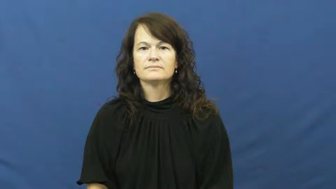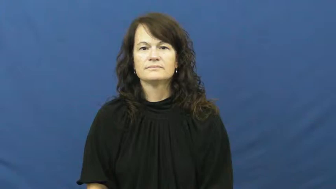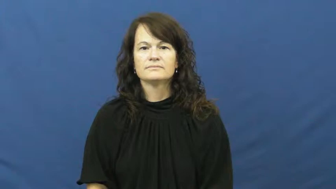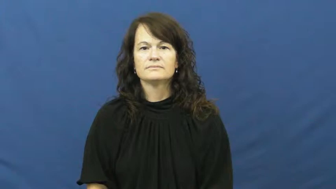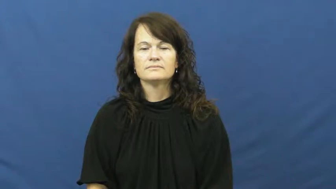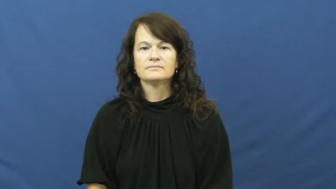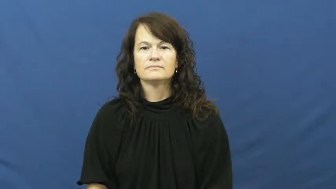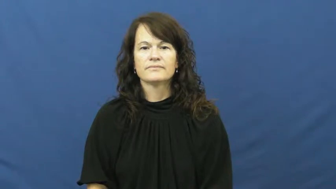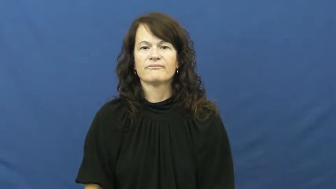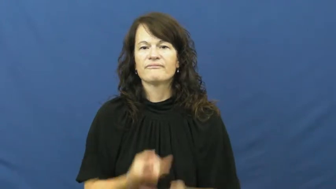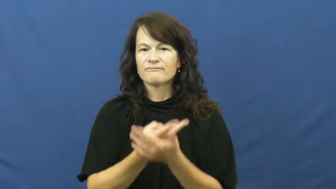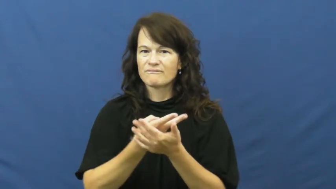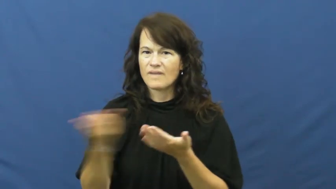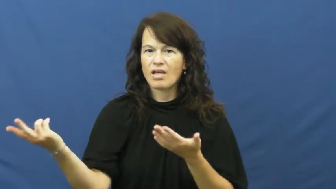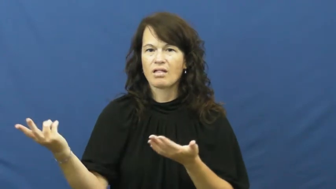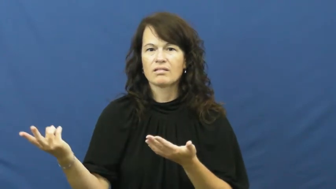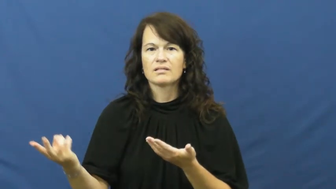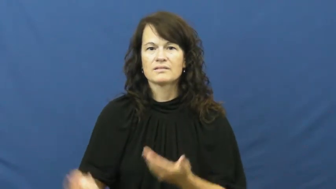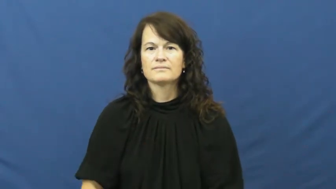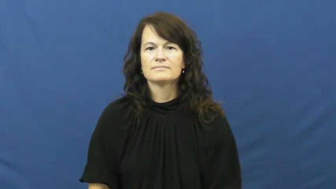strike out-fail